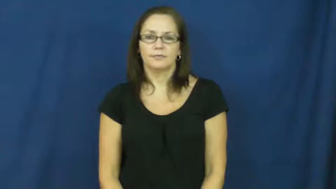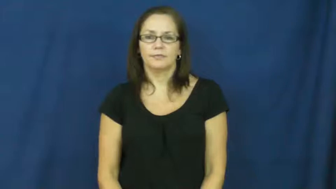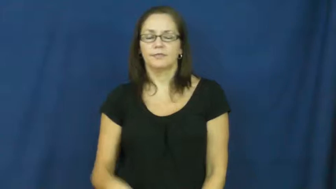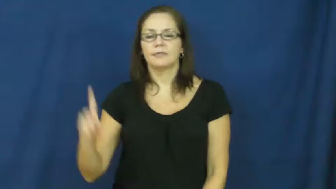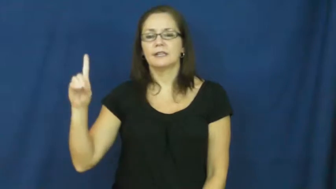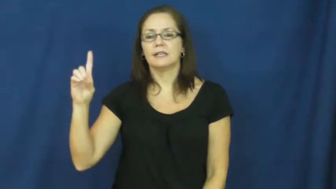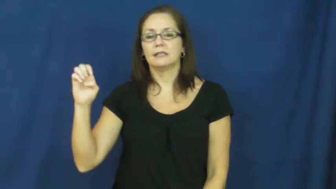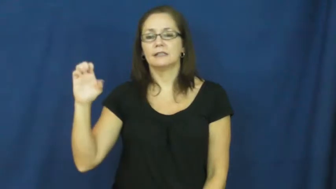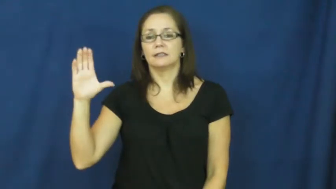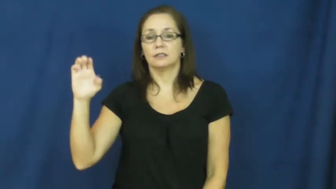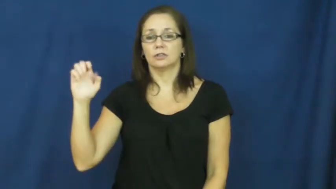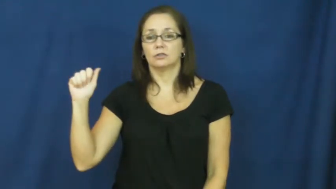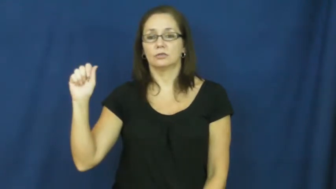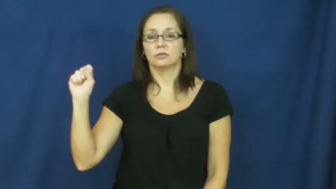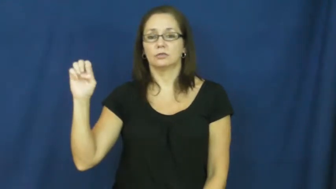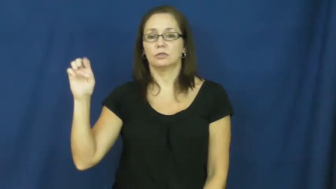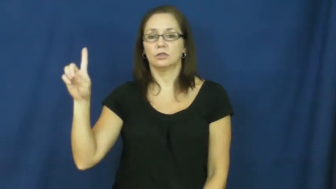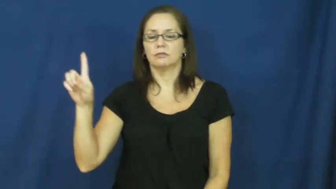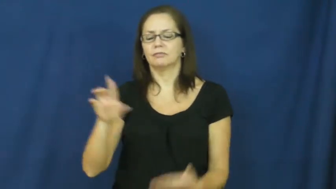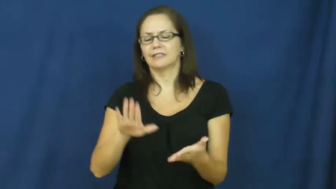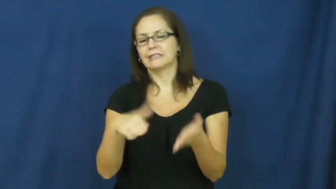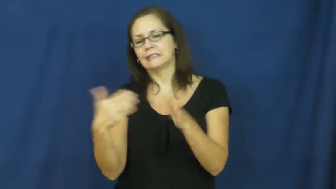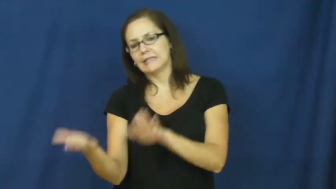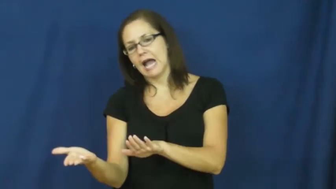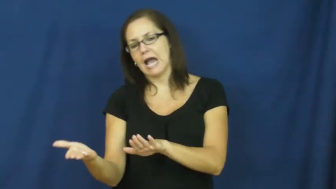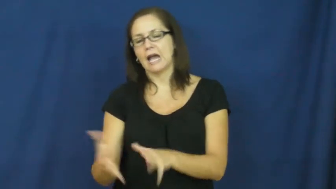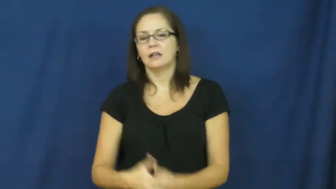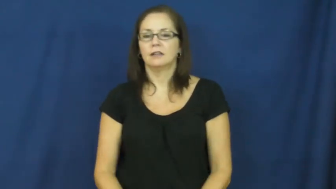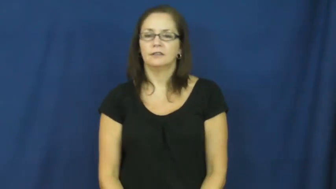deceased